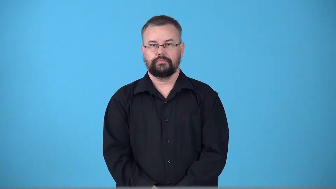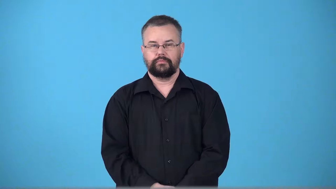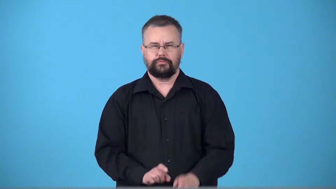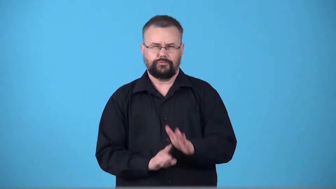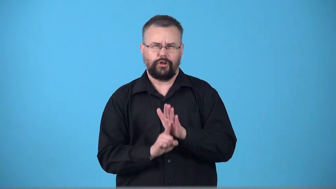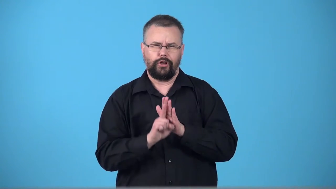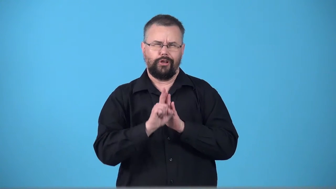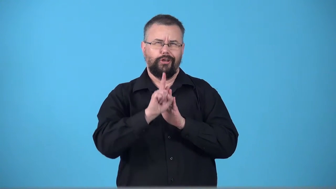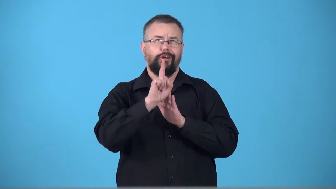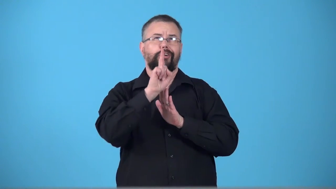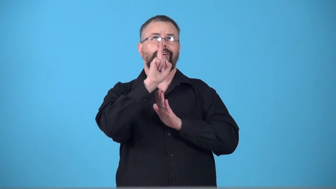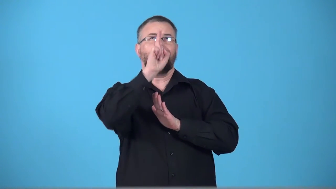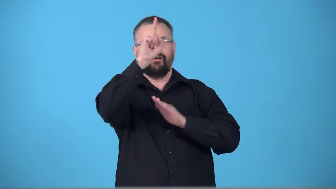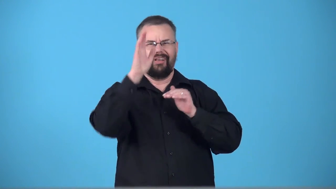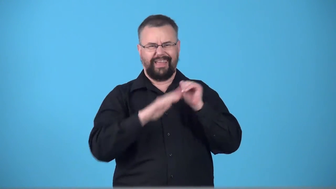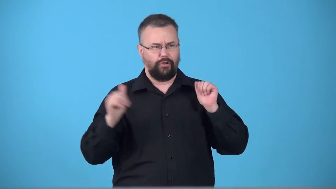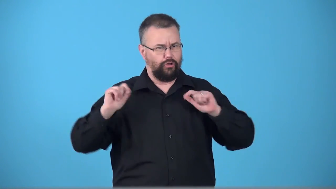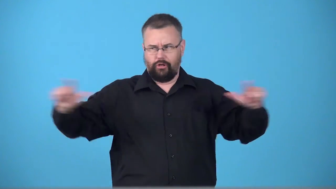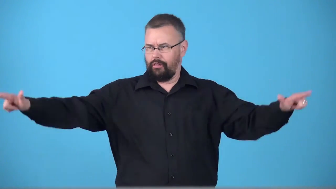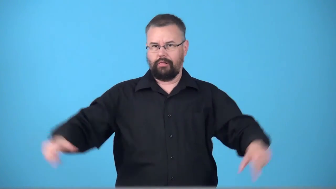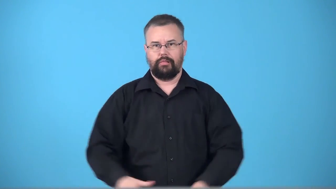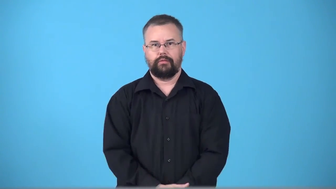towering-very tall